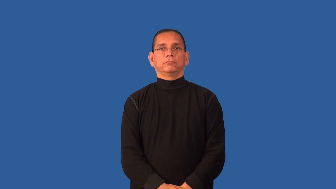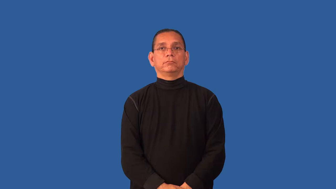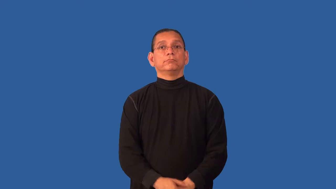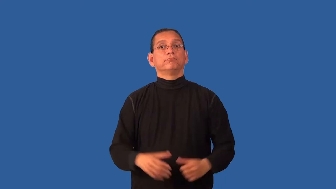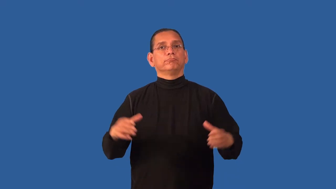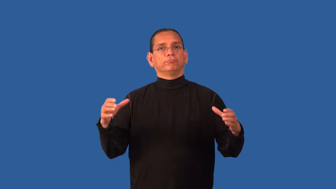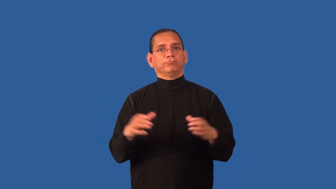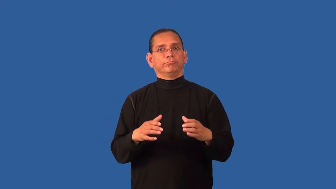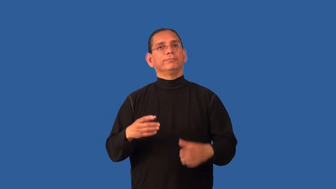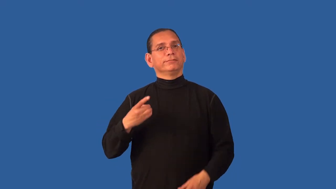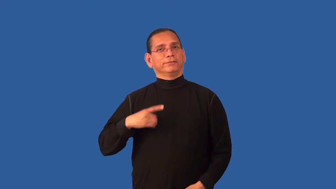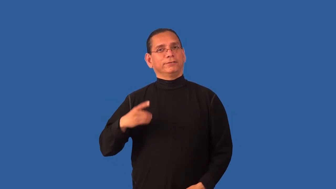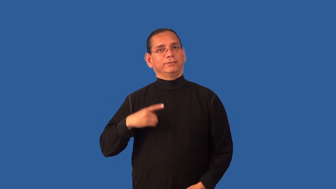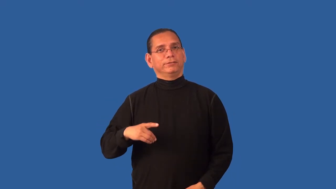delegation